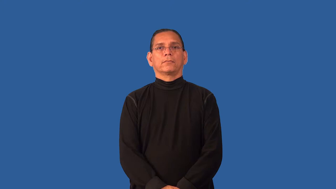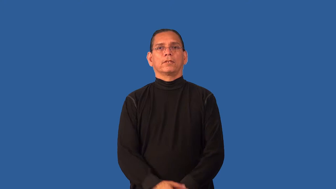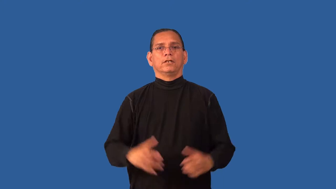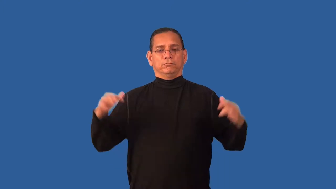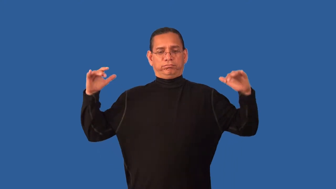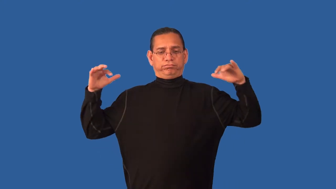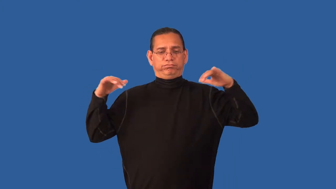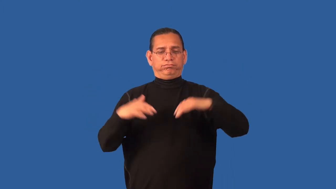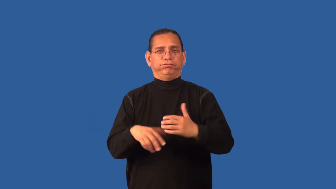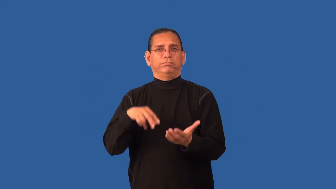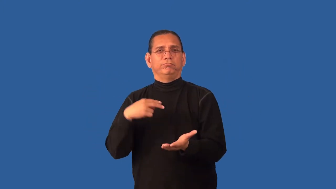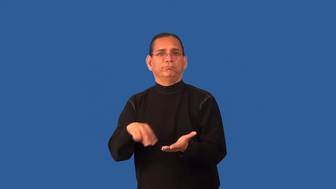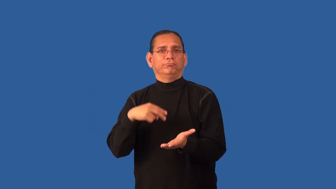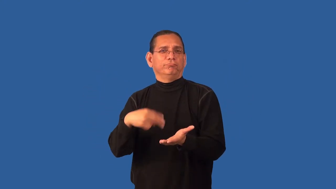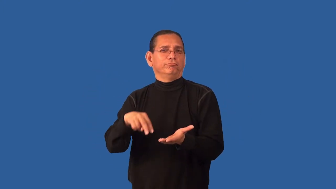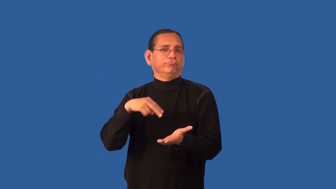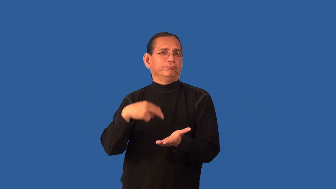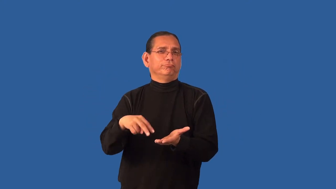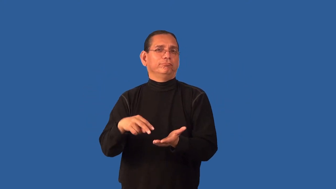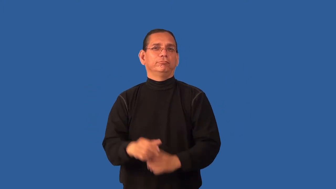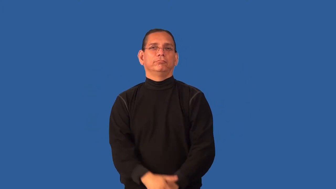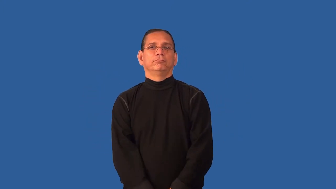disco,discotheque